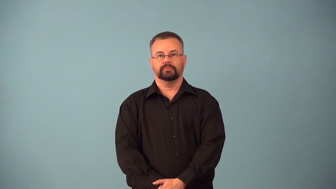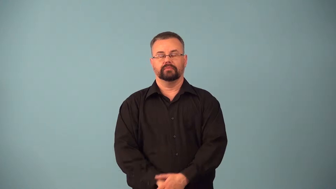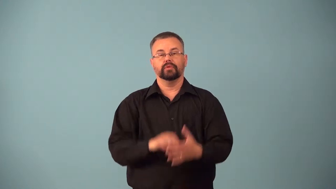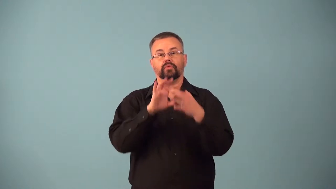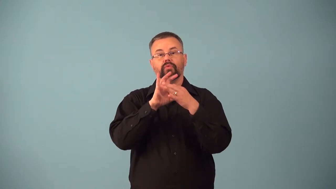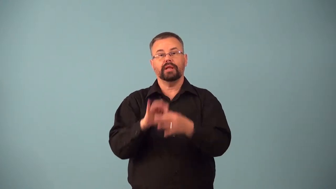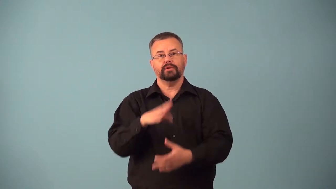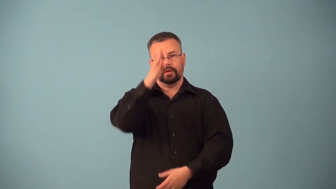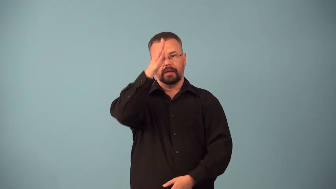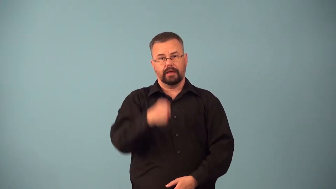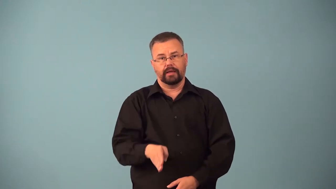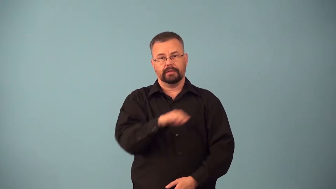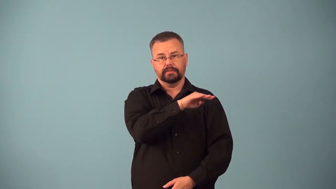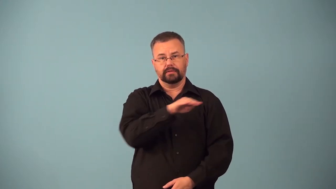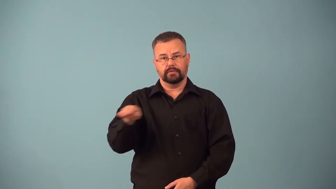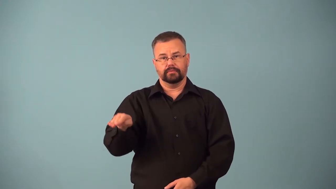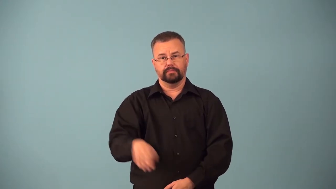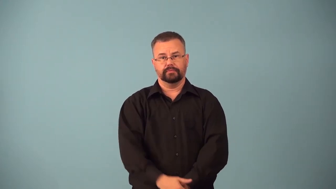axial